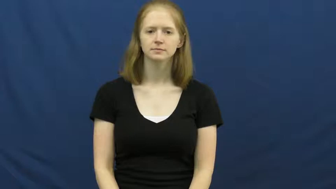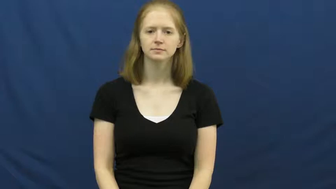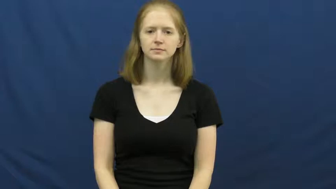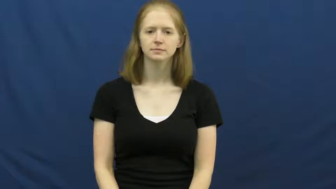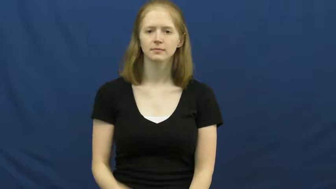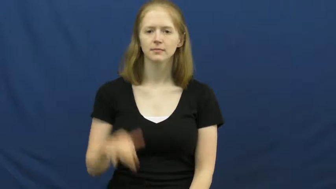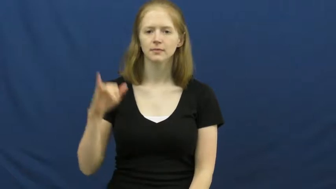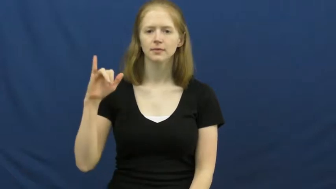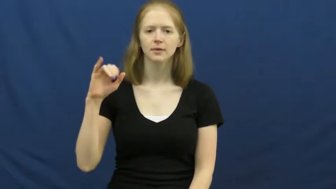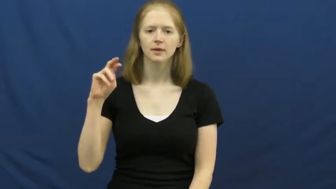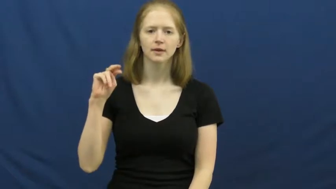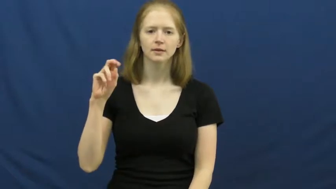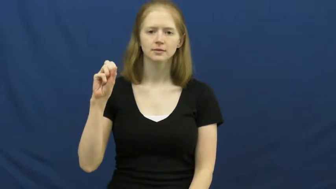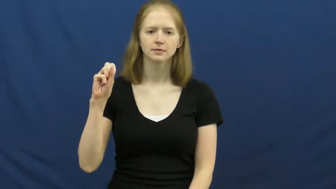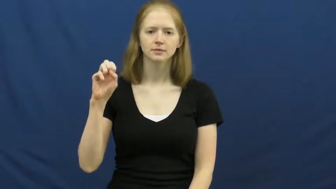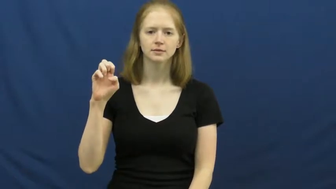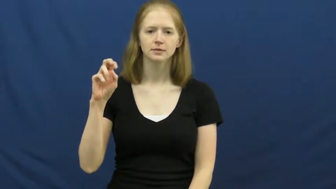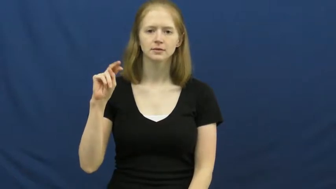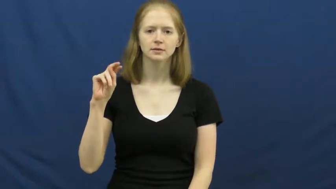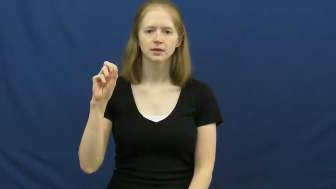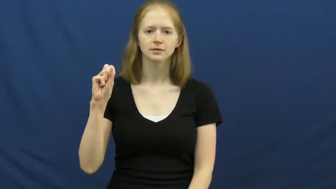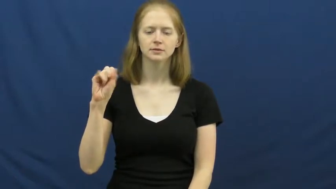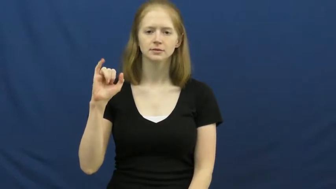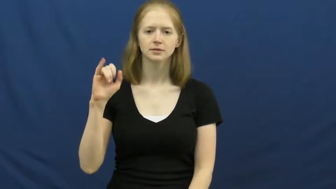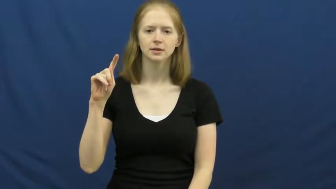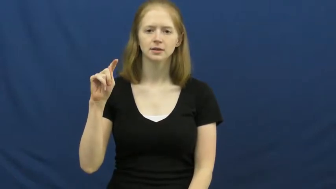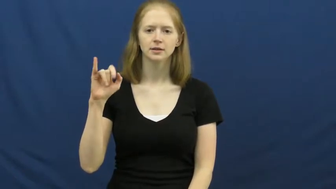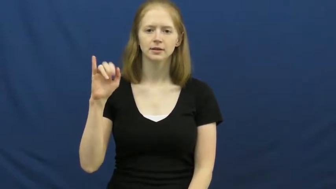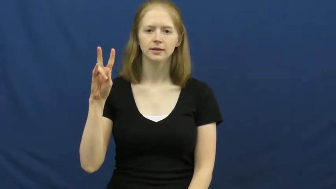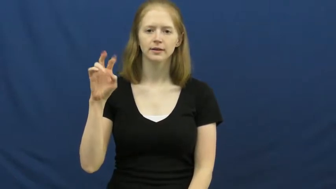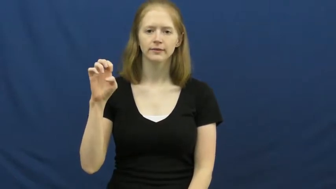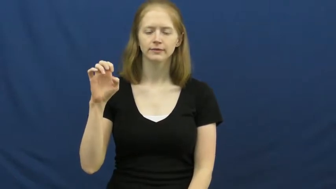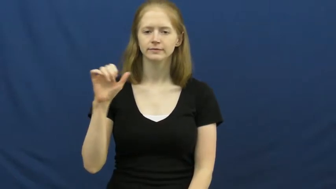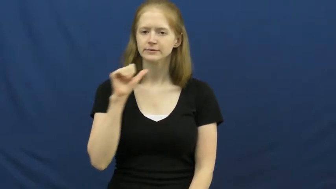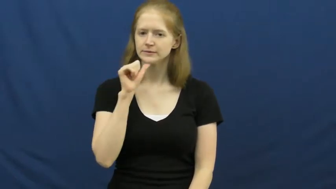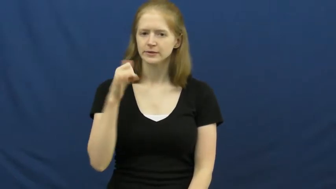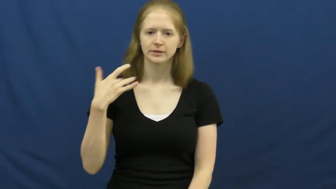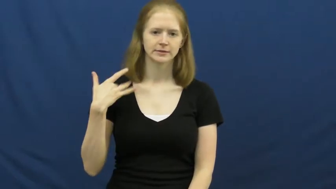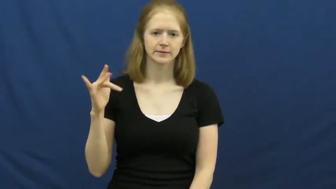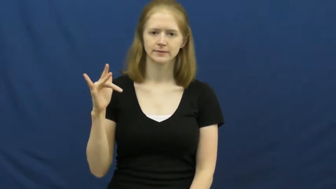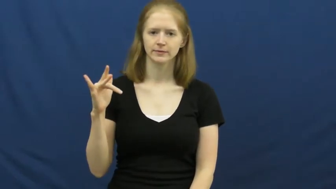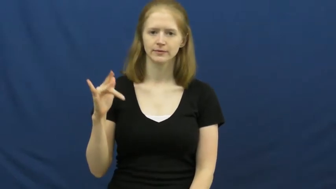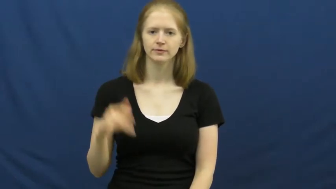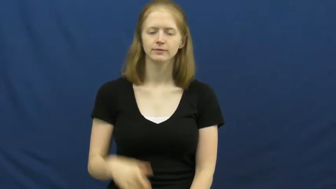insensitive